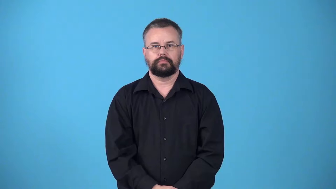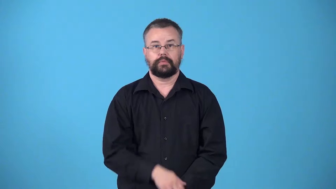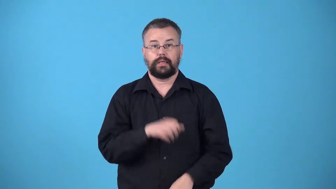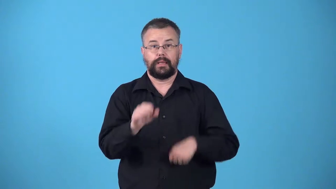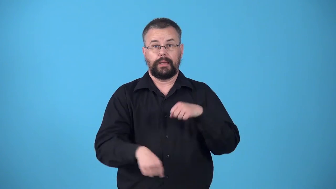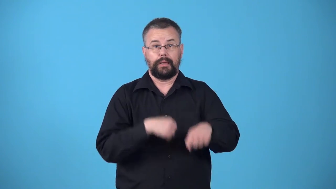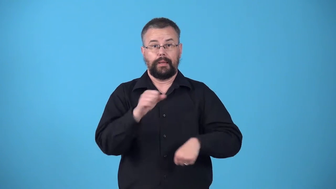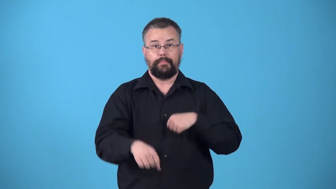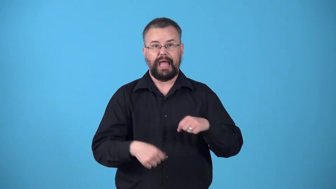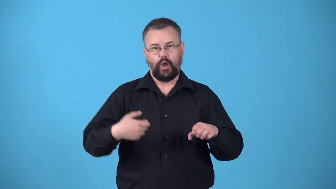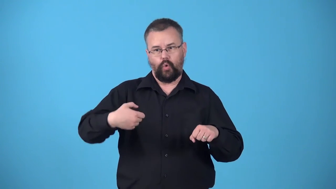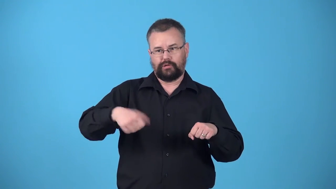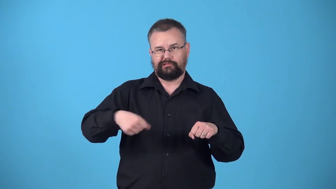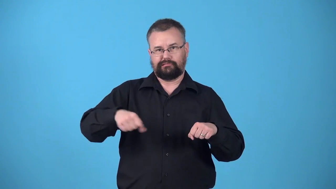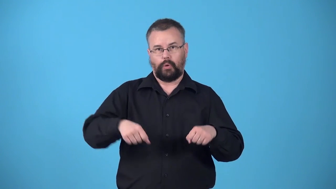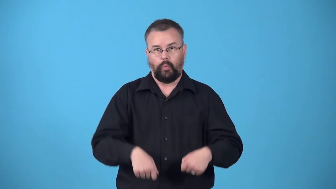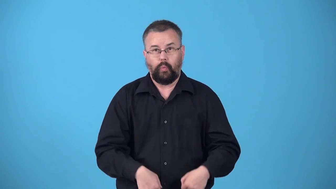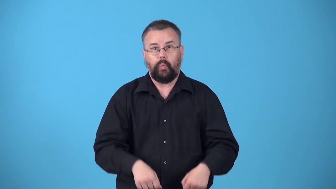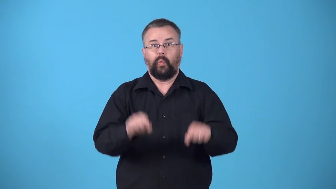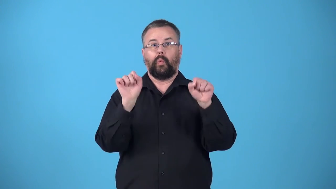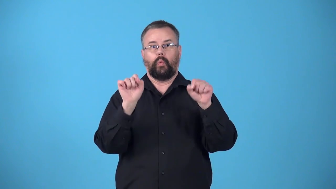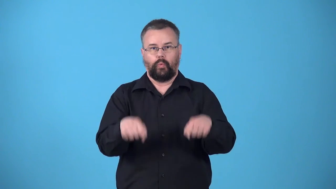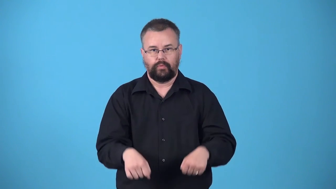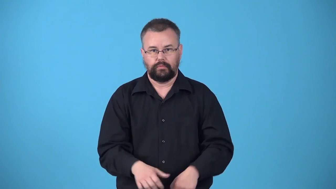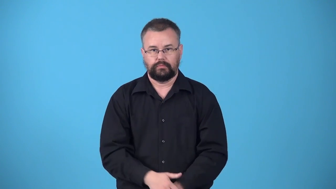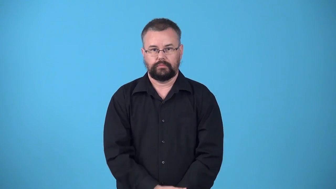wheelie